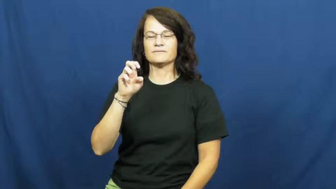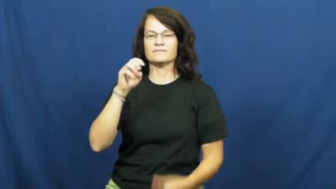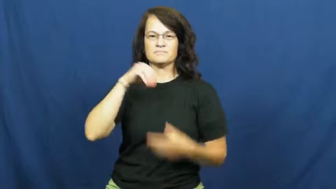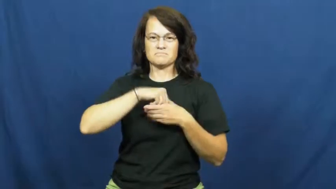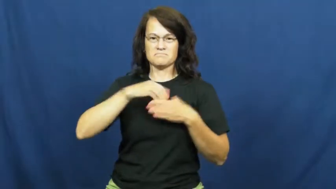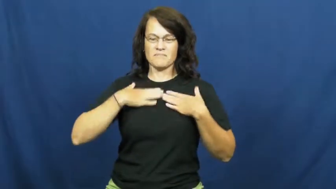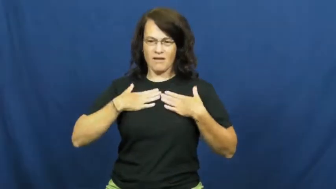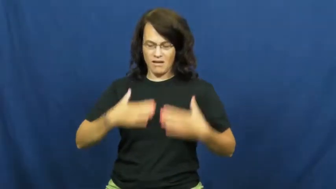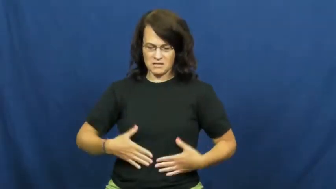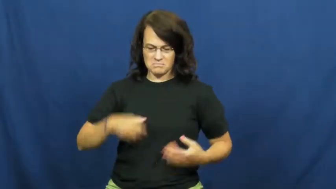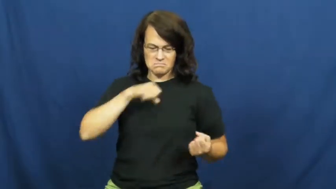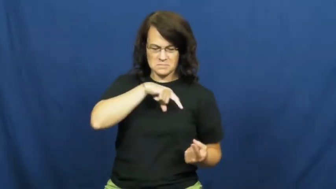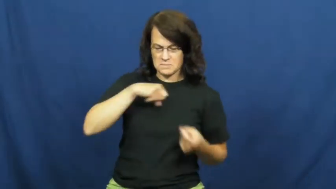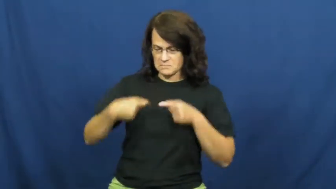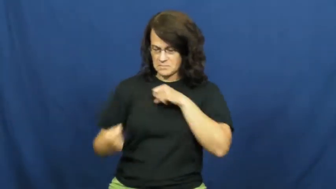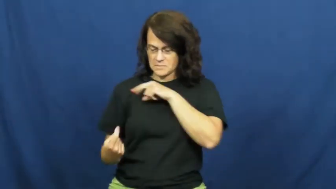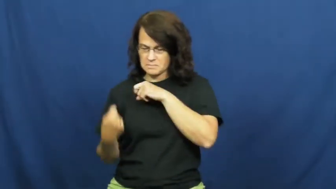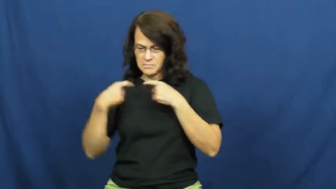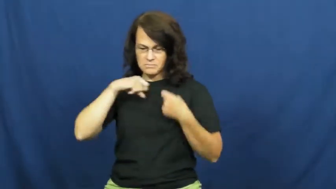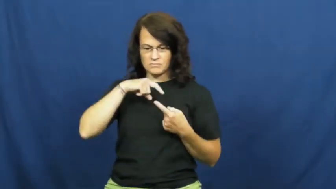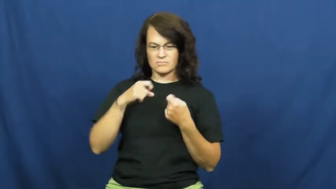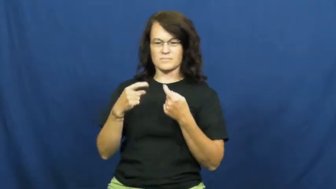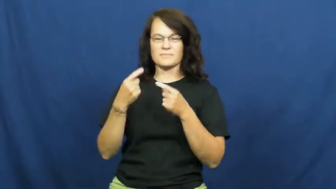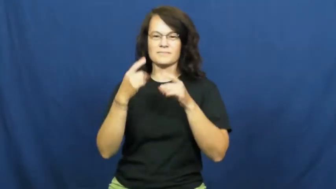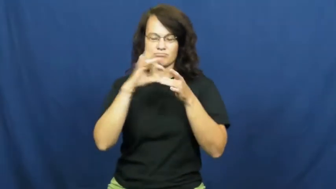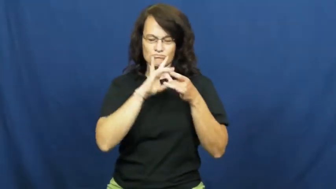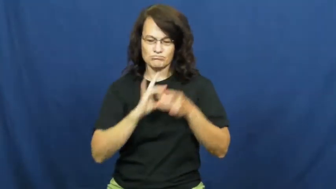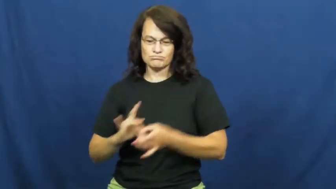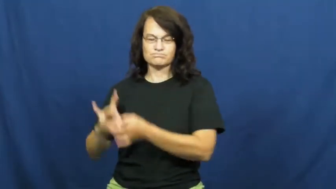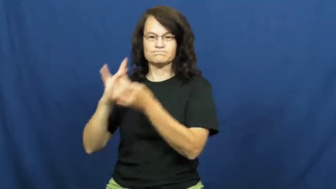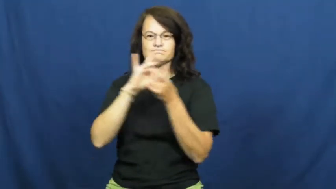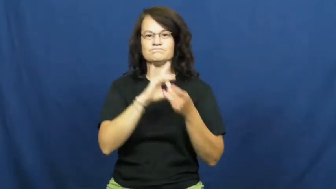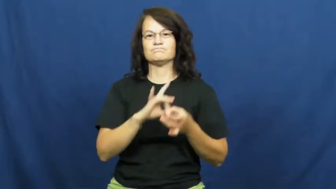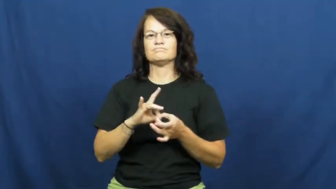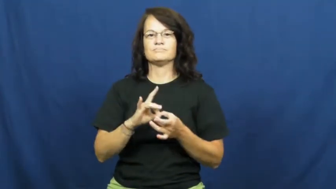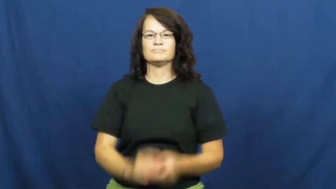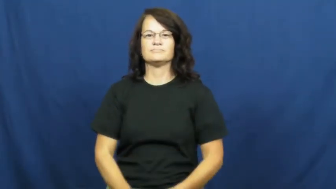nerve,axon,neuron,synapse